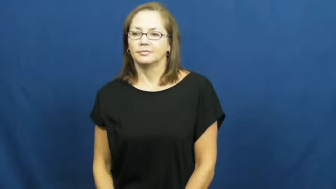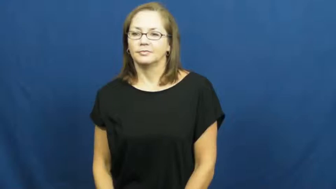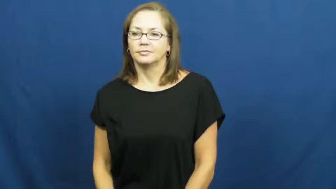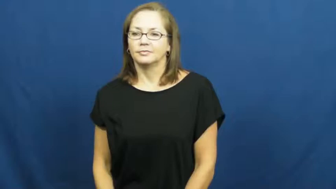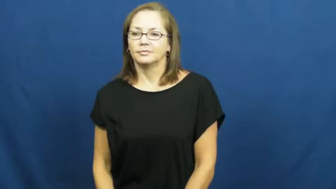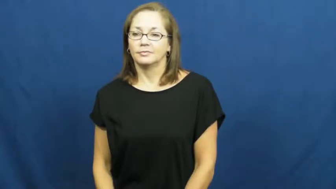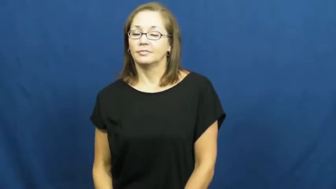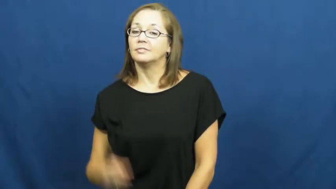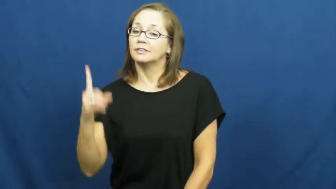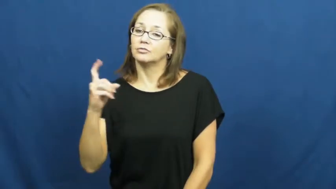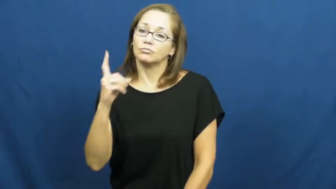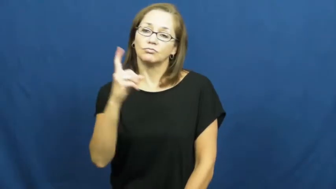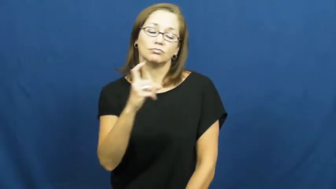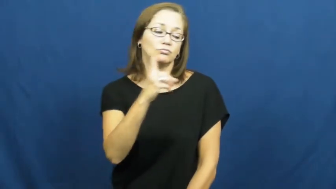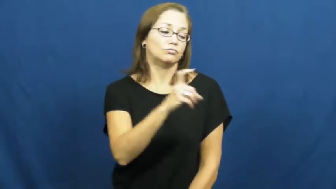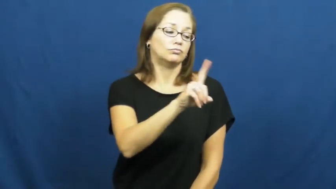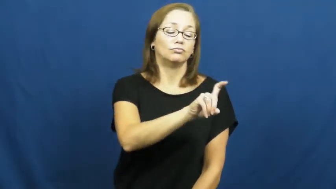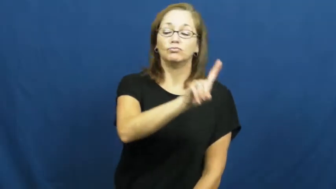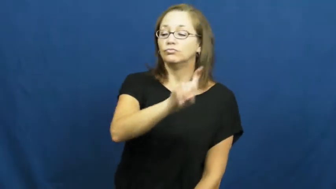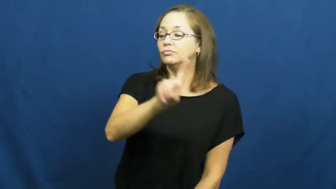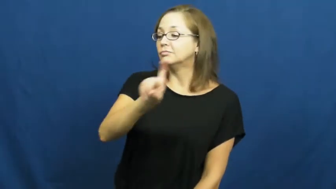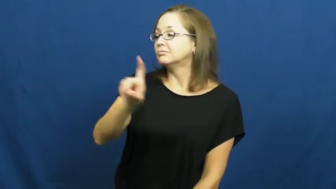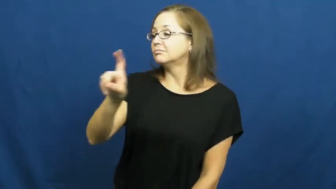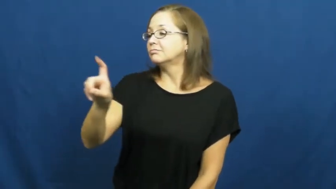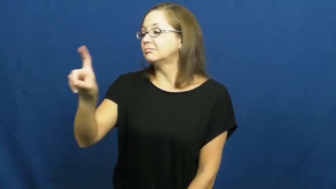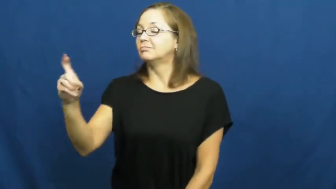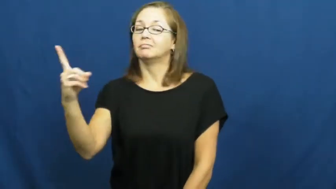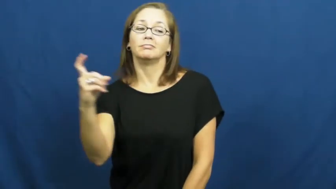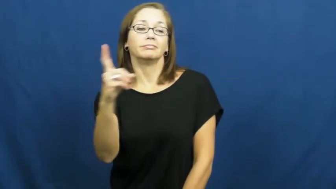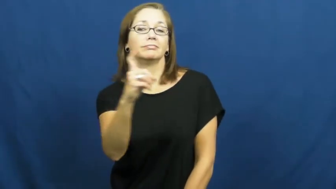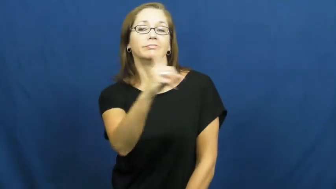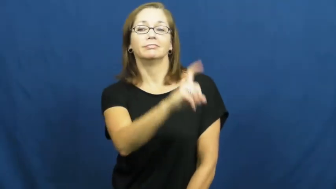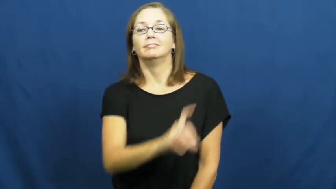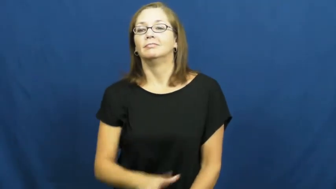pace-walk